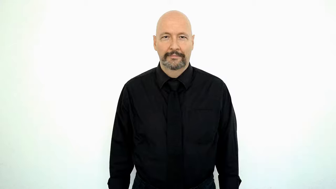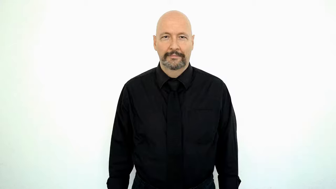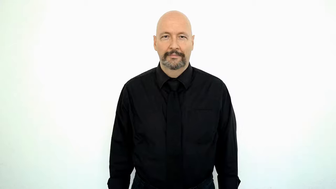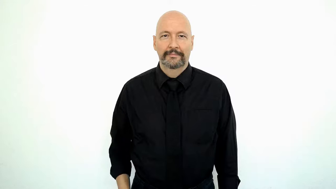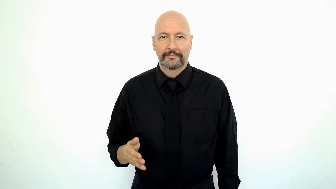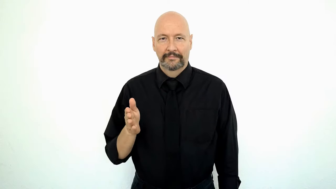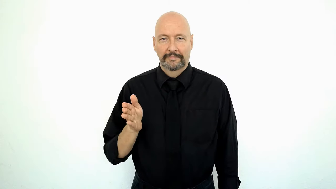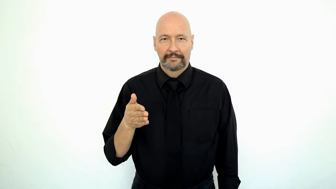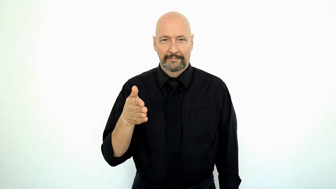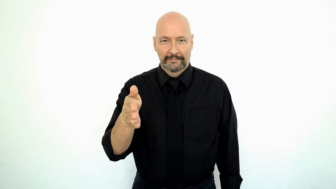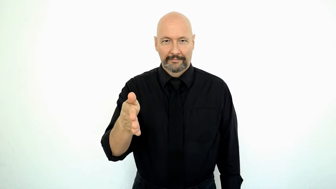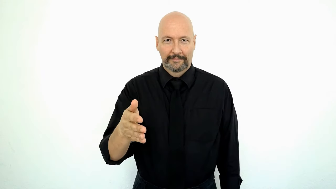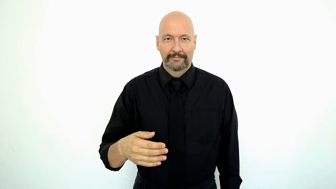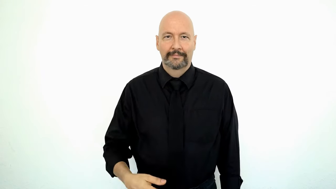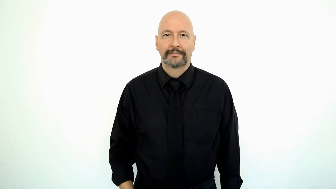FISH